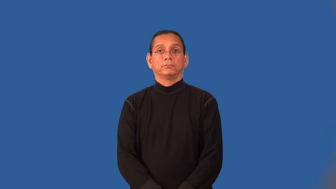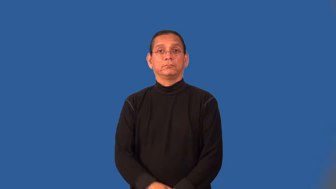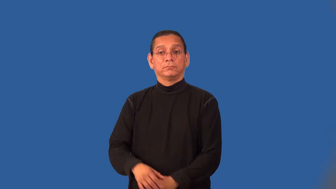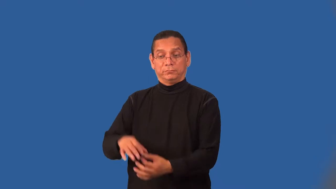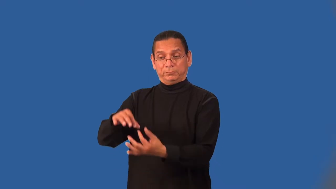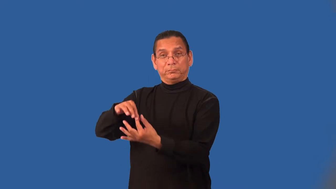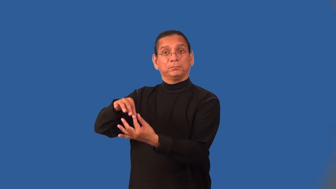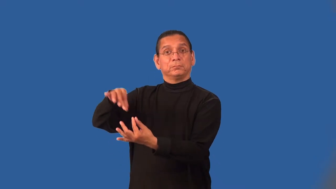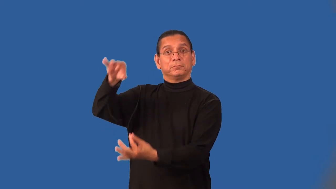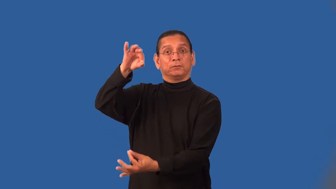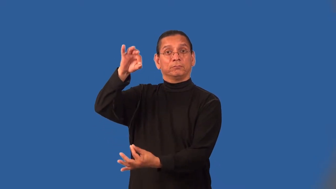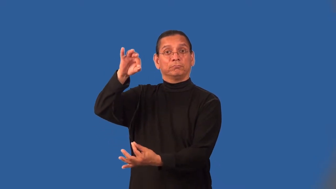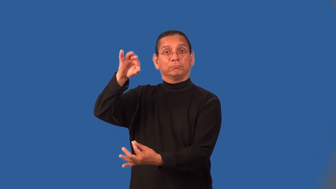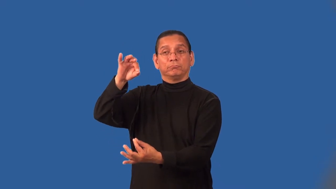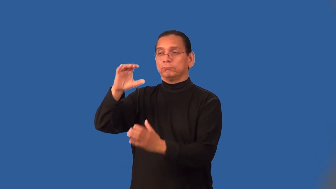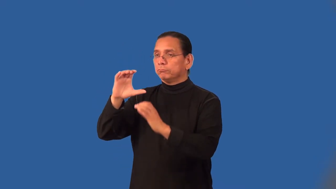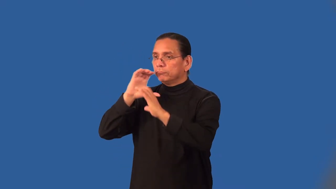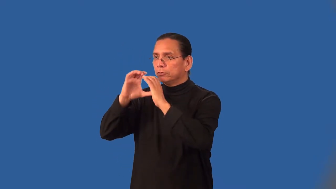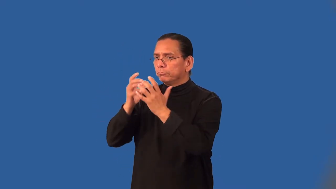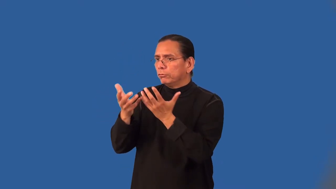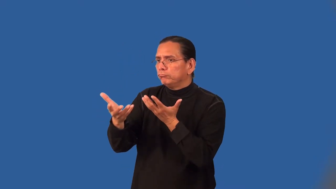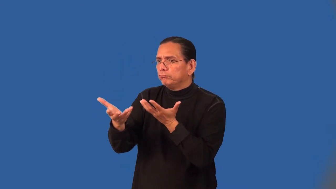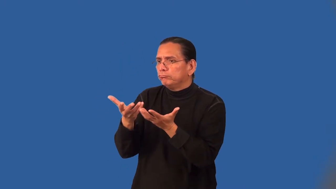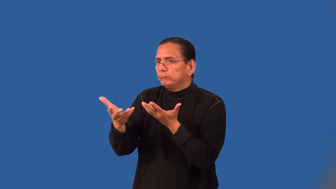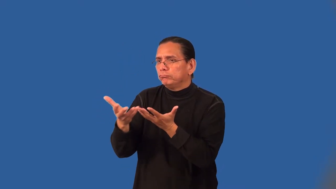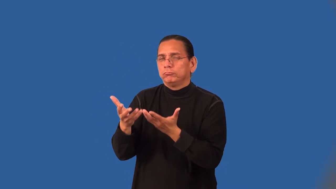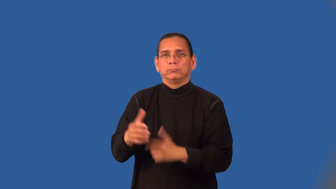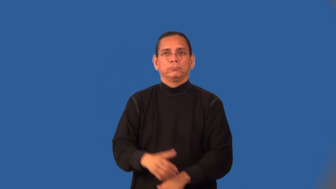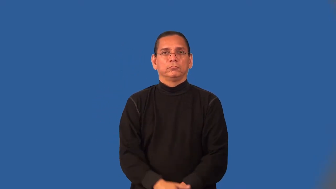necromancy